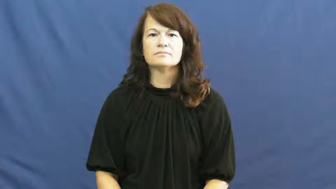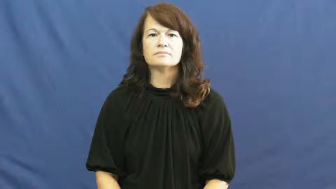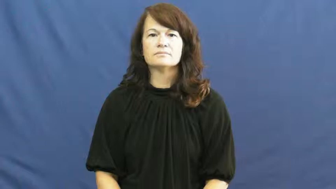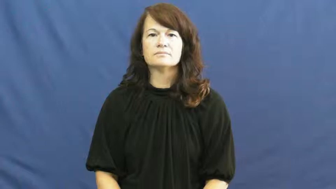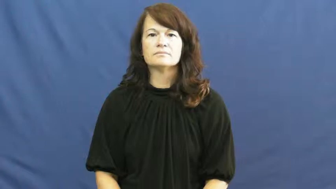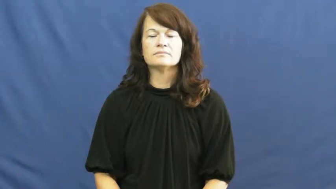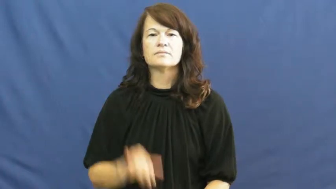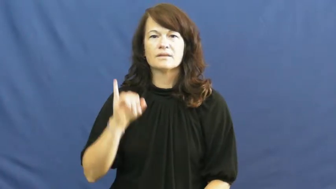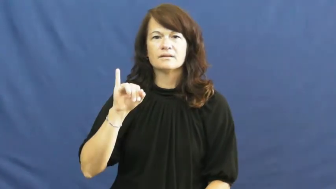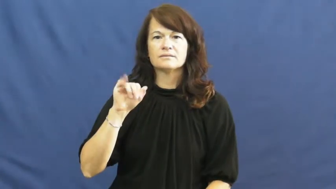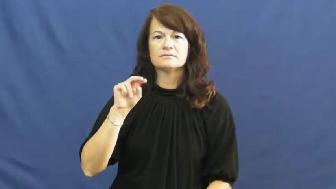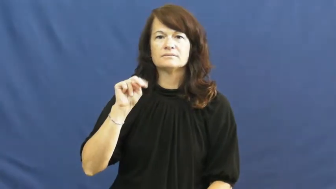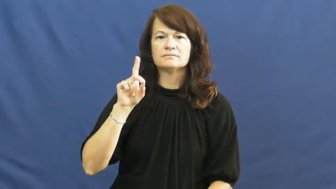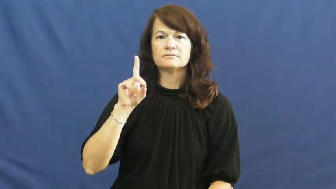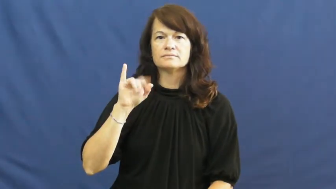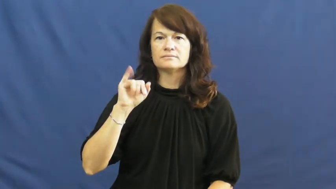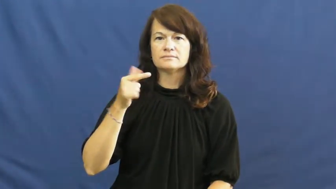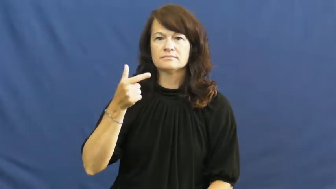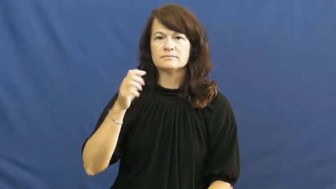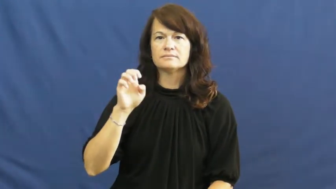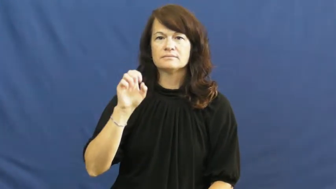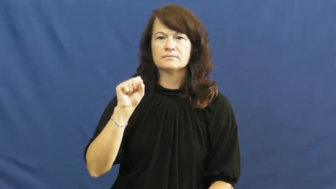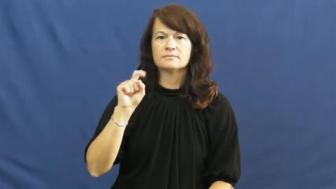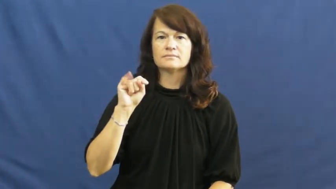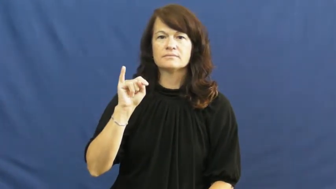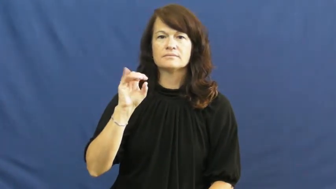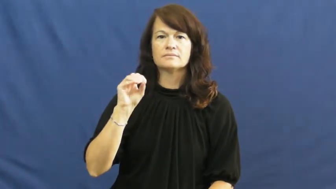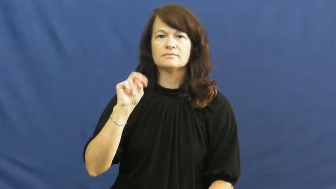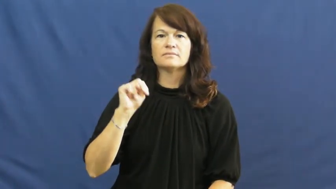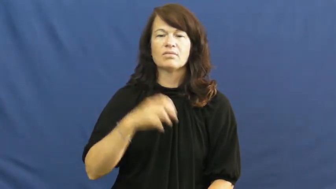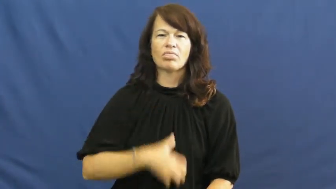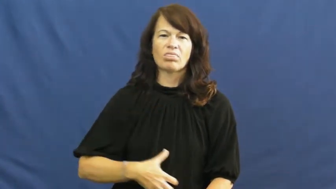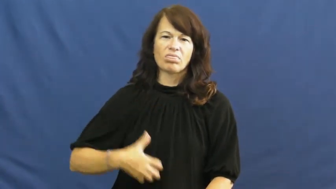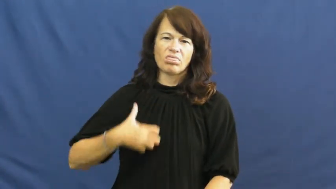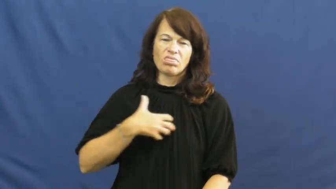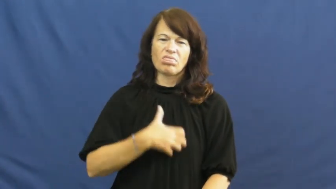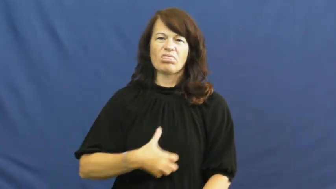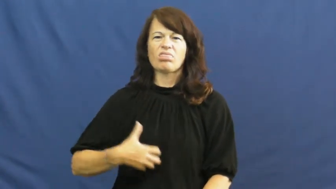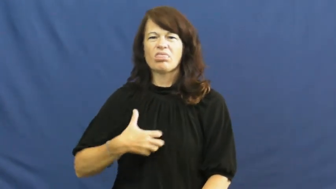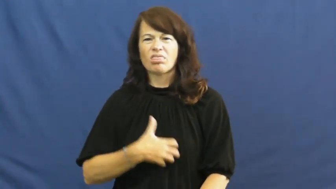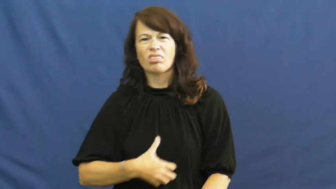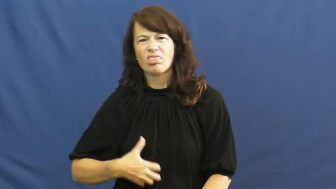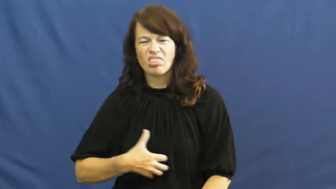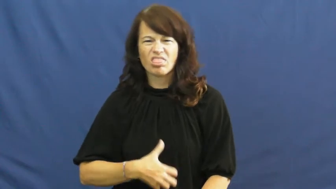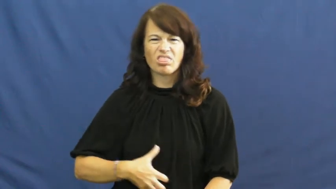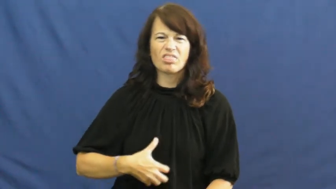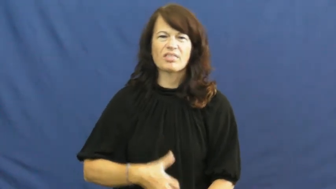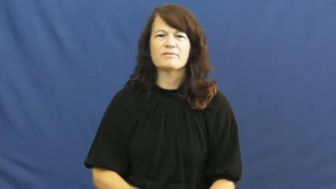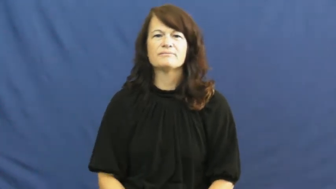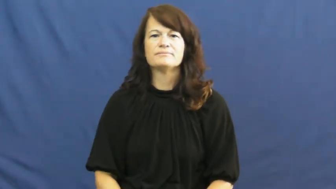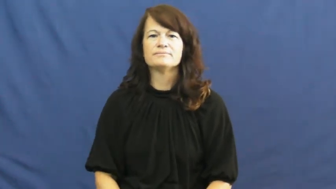indigestion